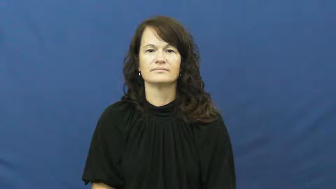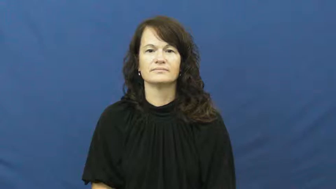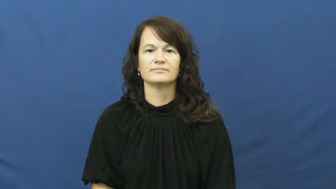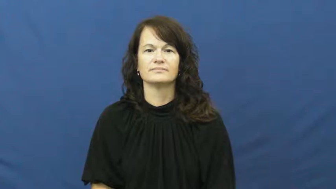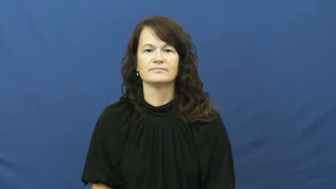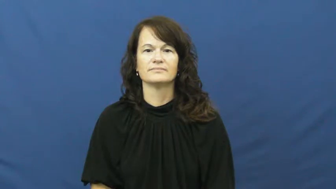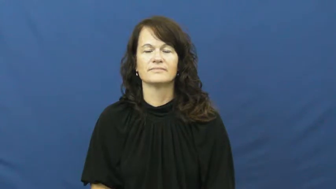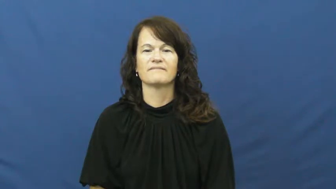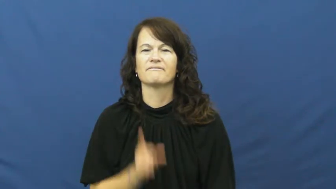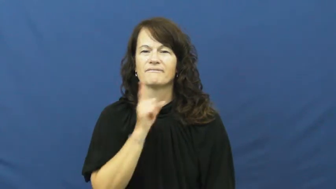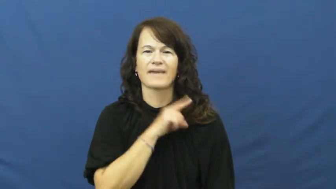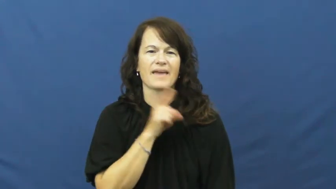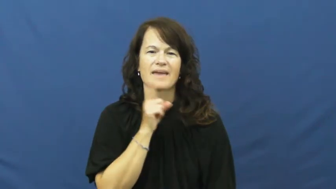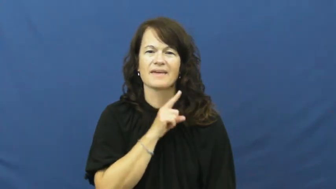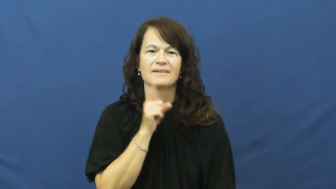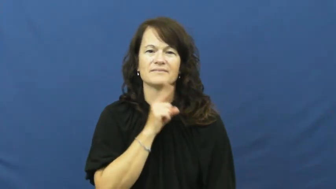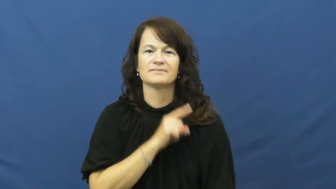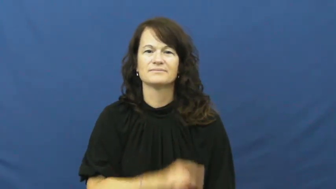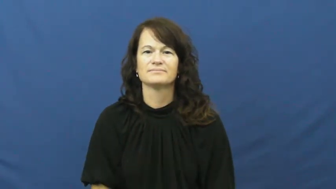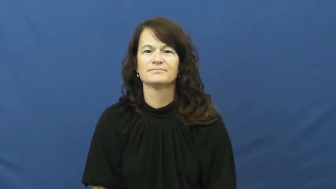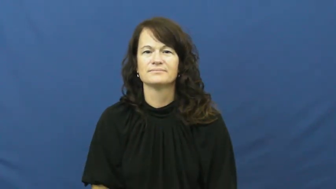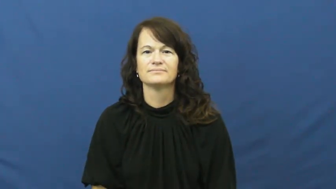psuedo